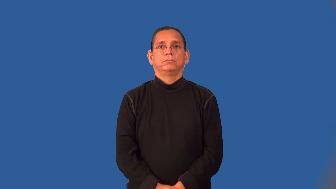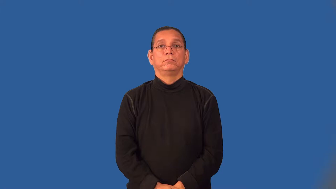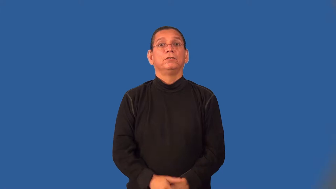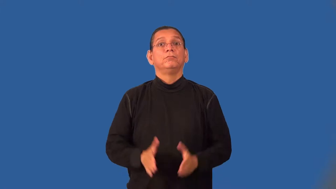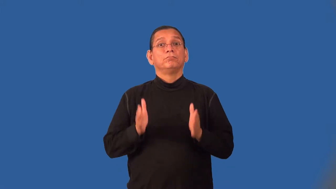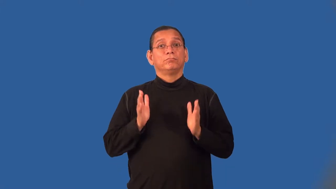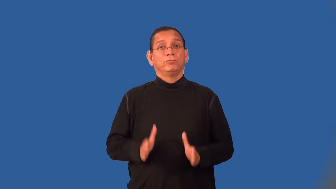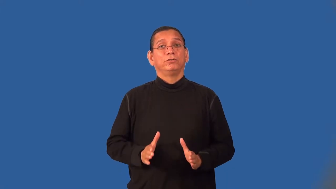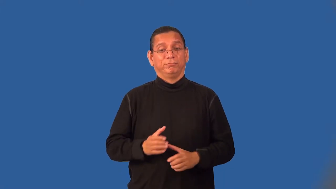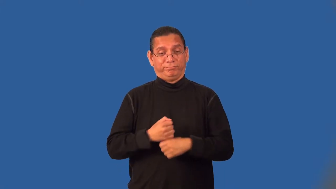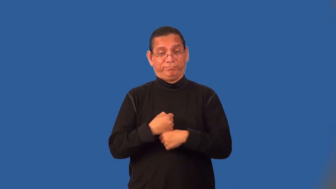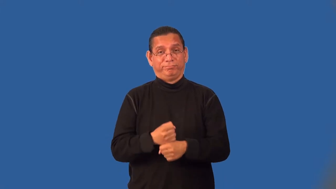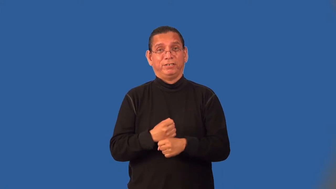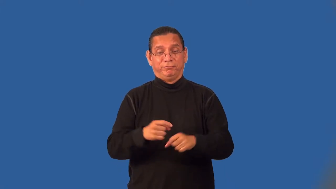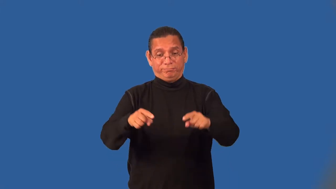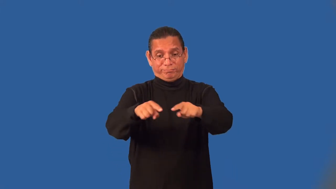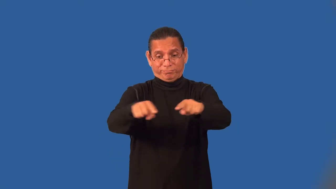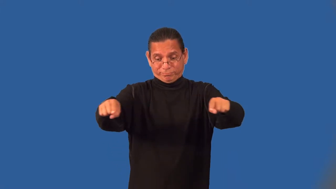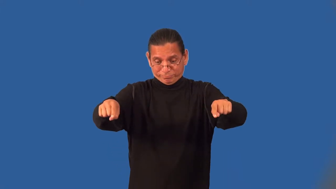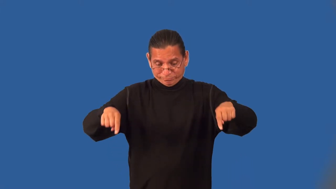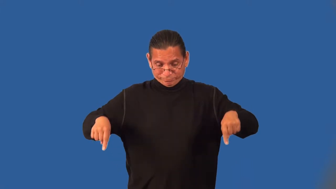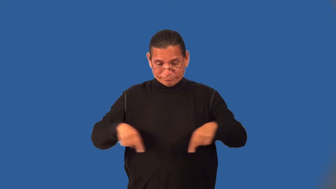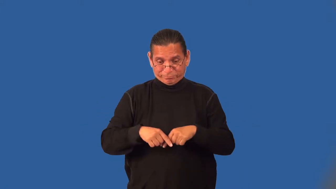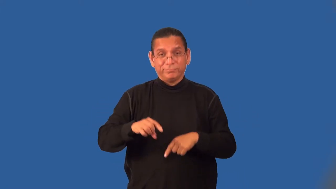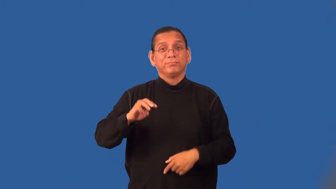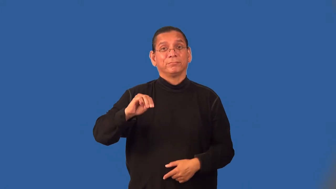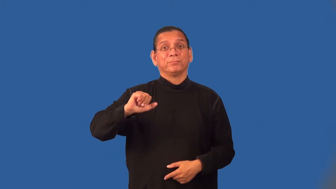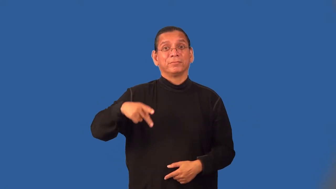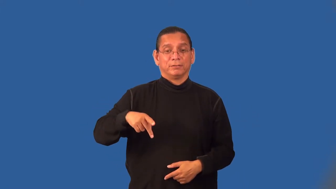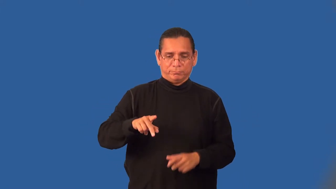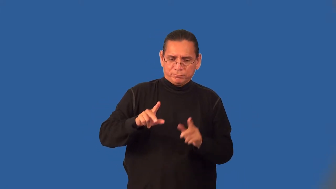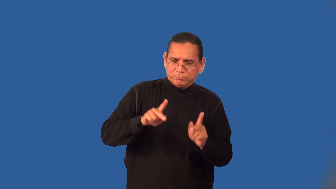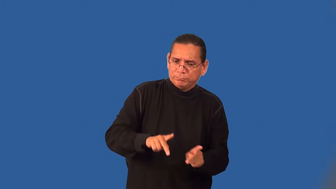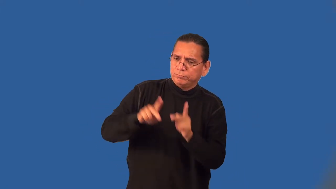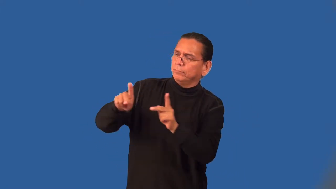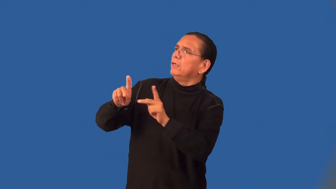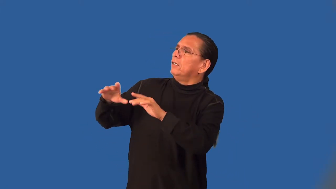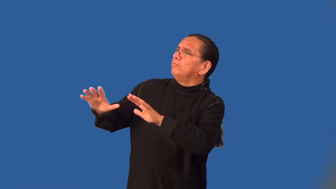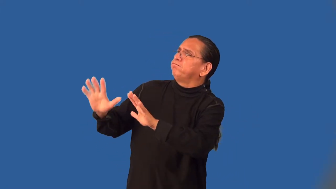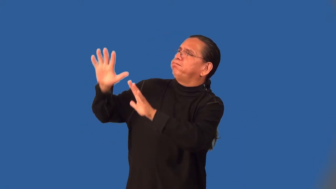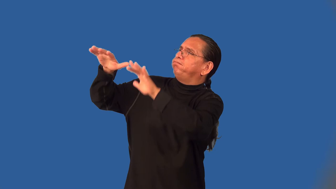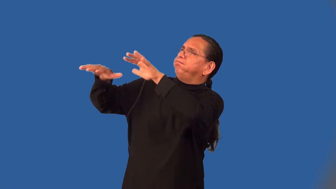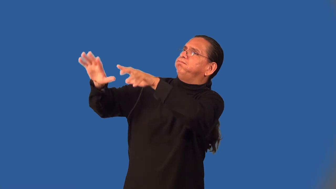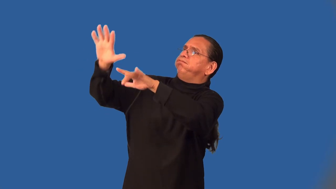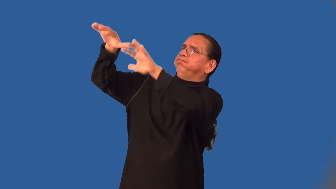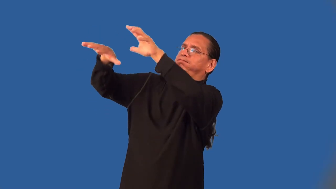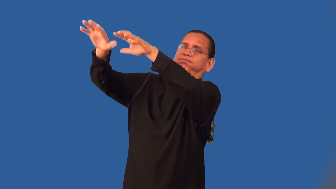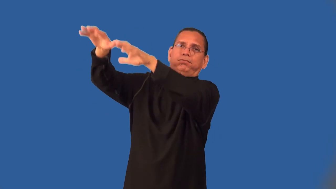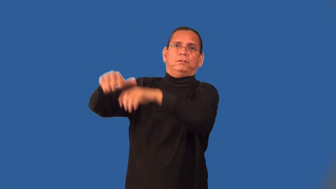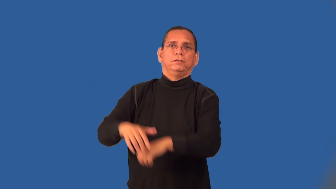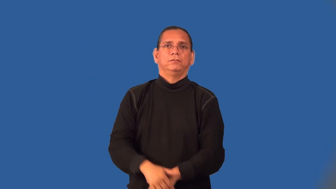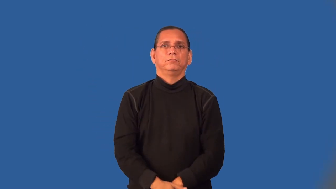topographer